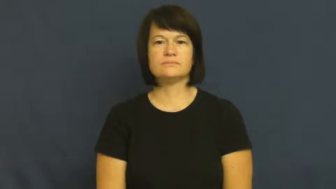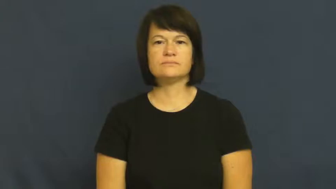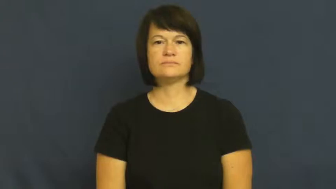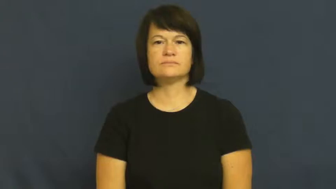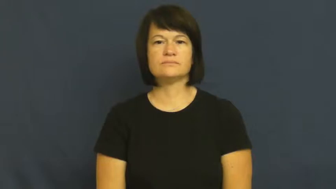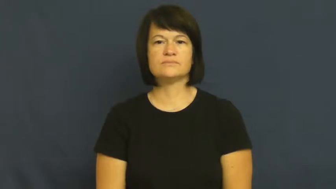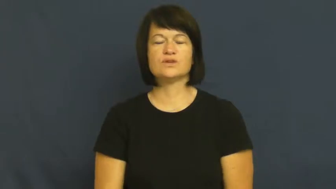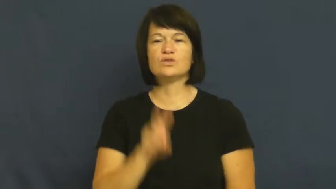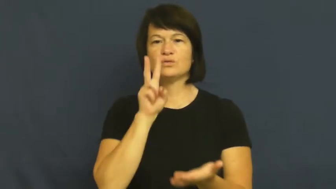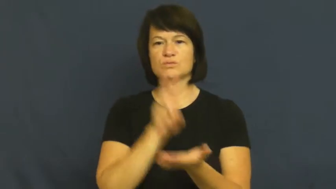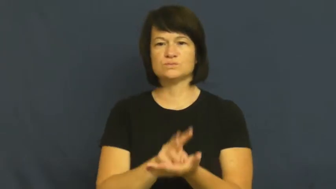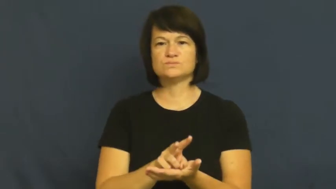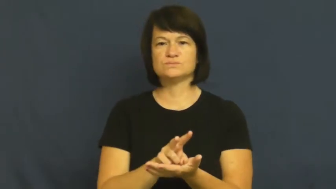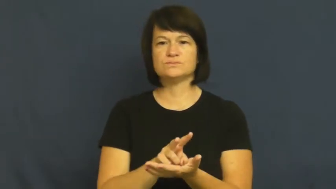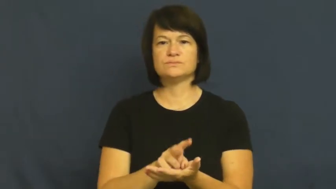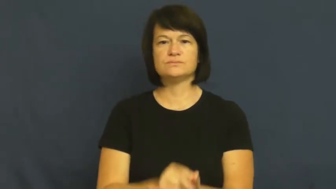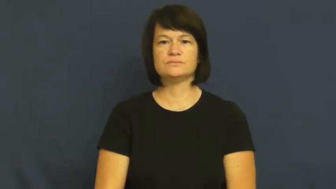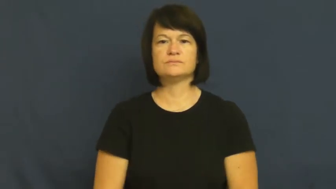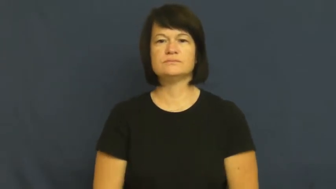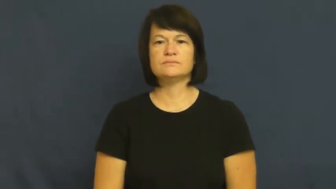lose,go down,beat at,beaten,drop,fall-game